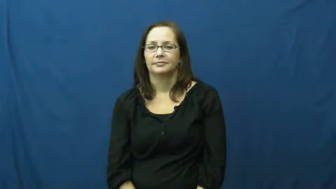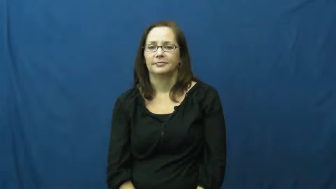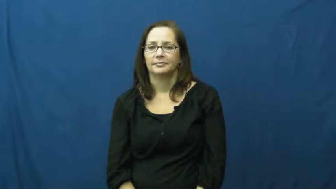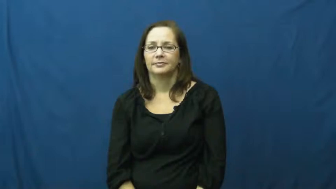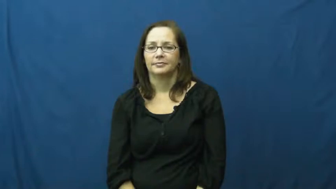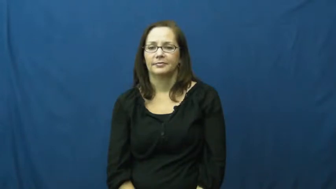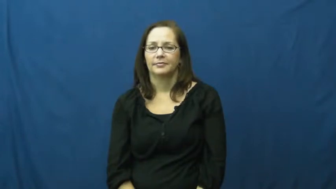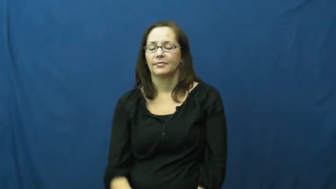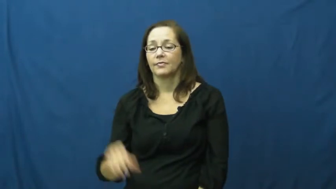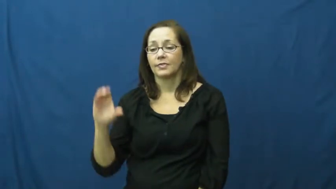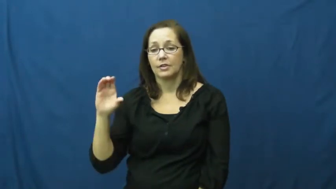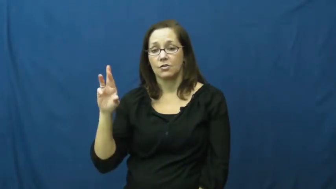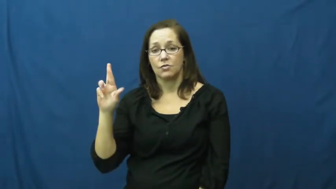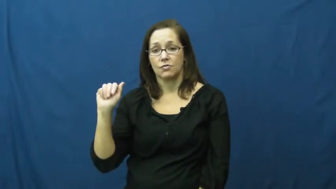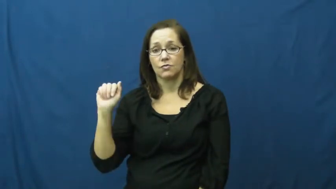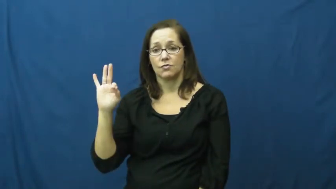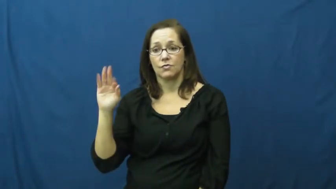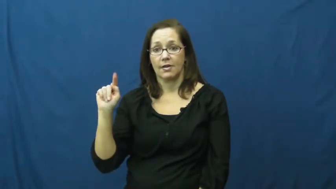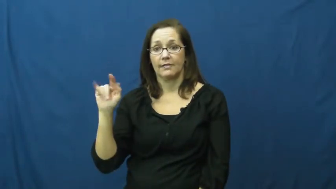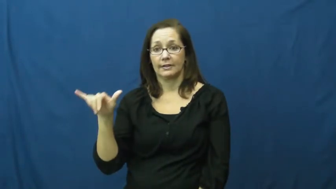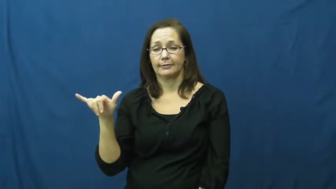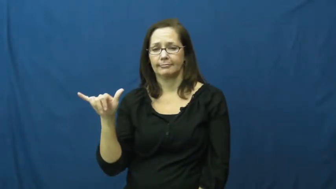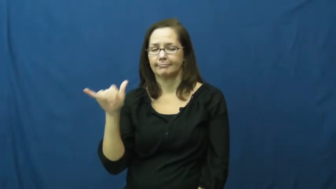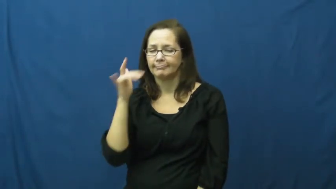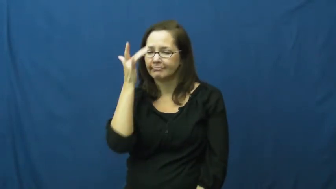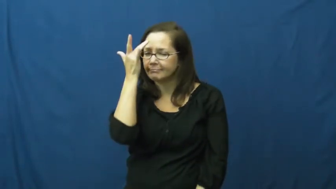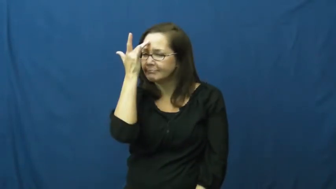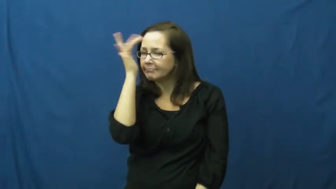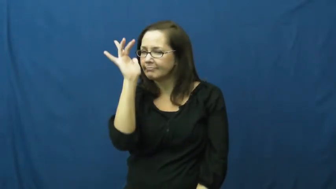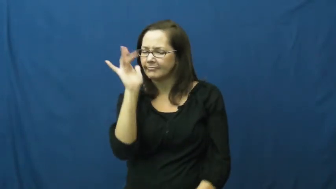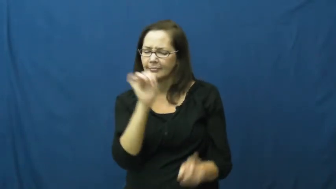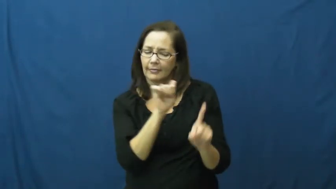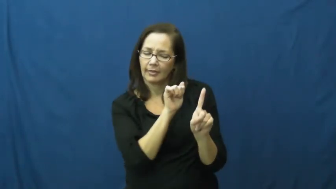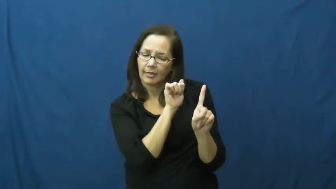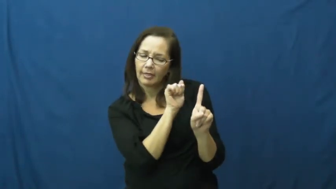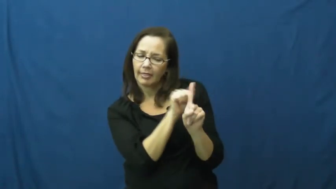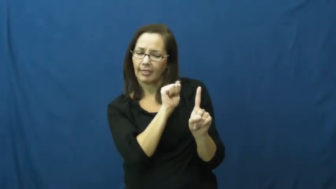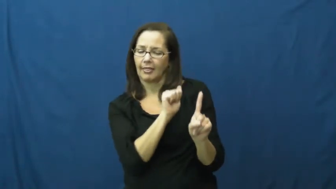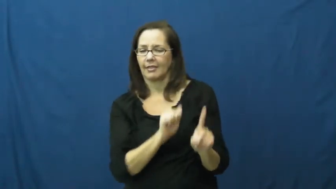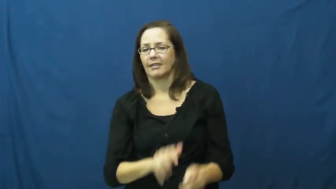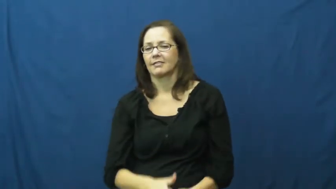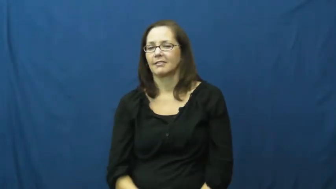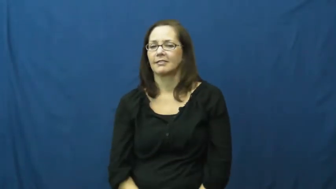crafty